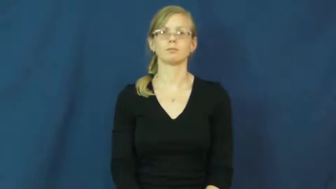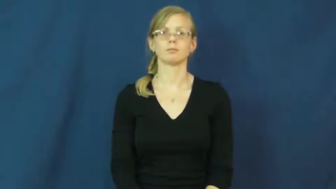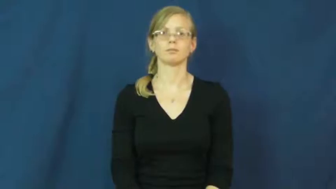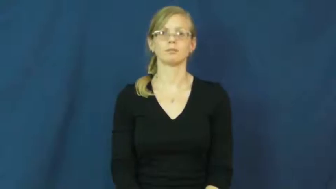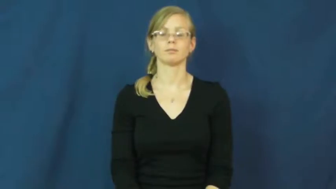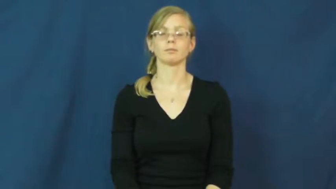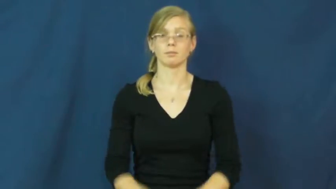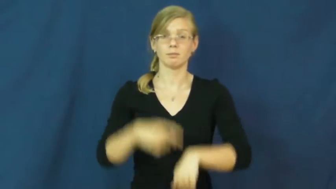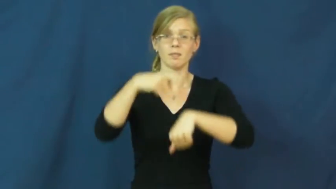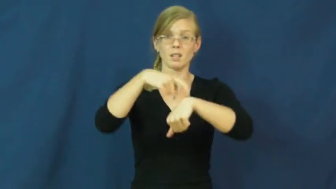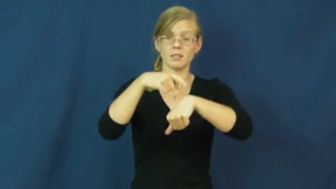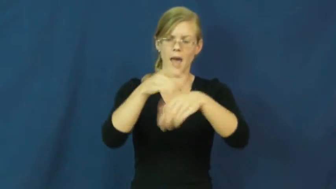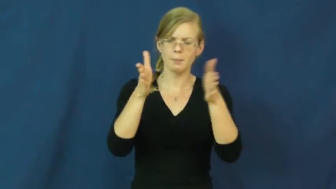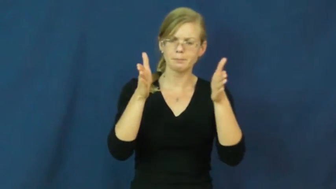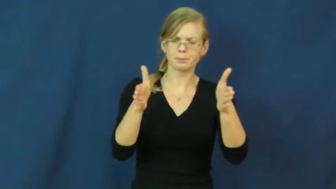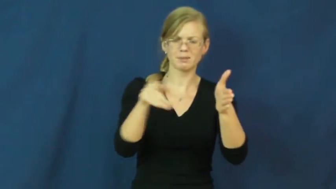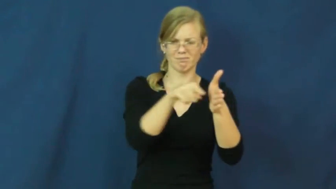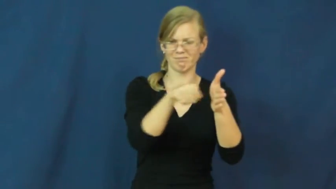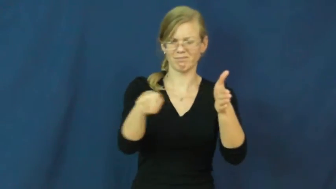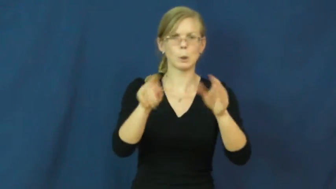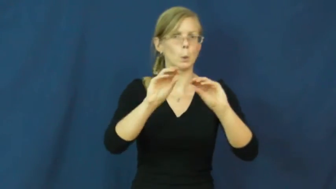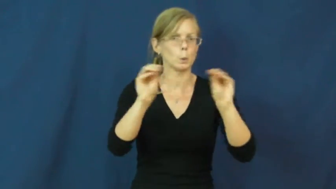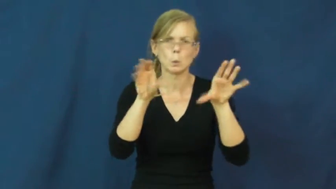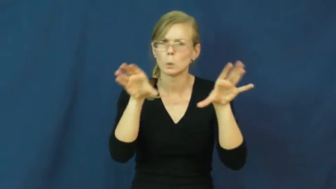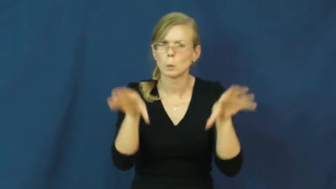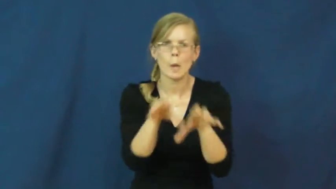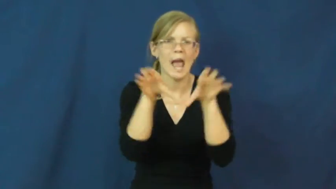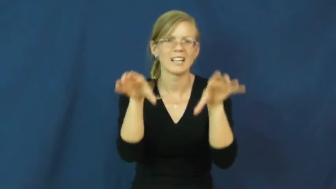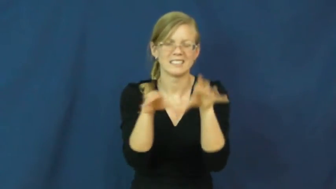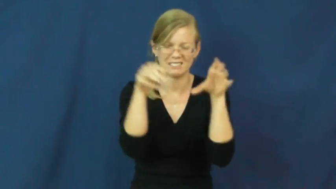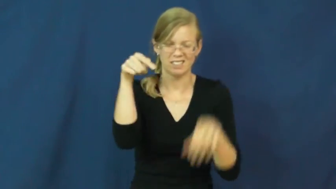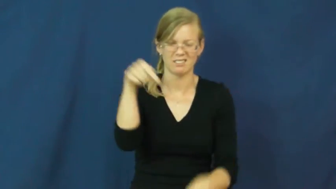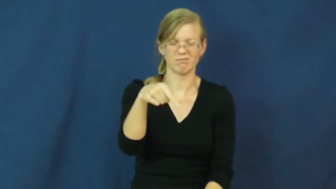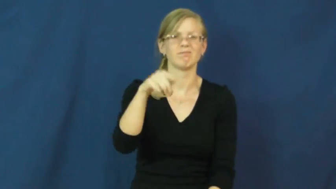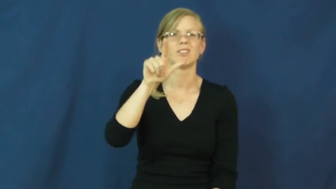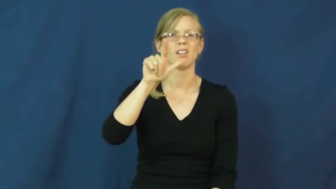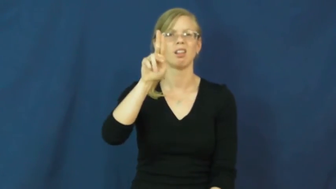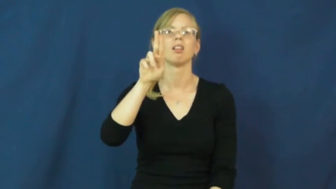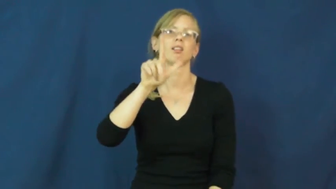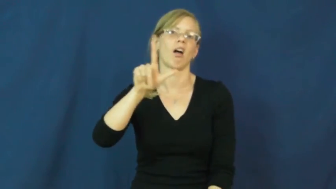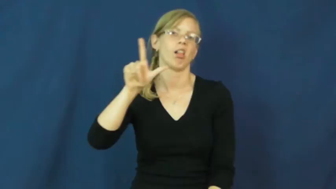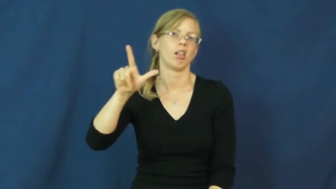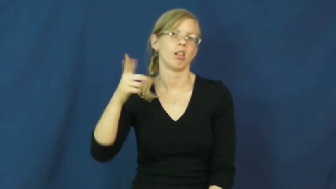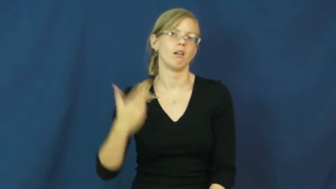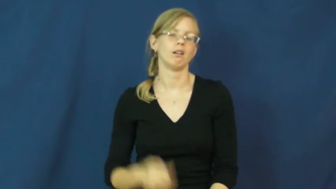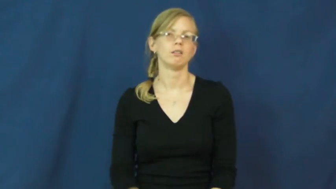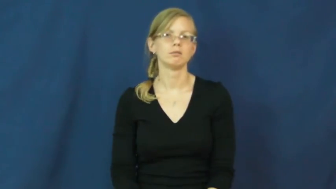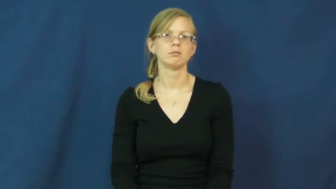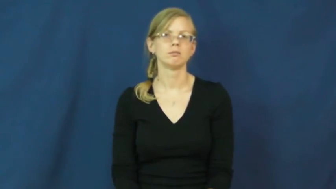lull-noun